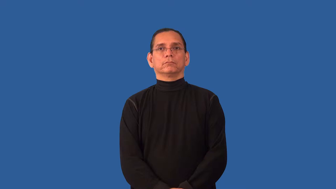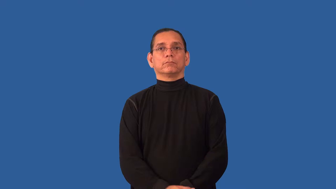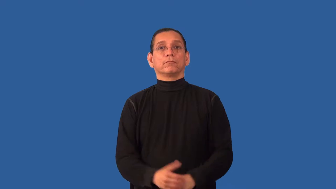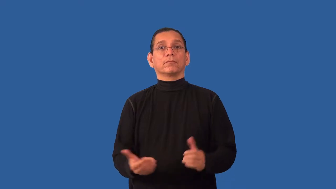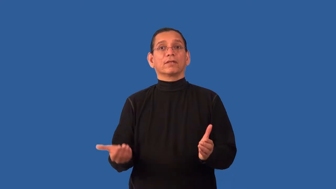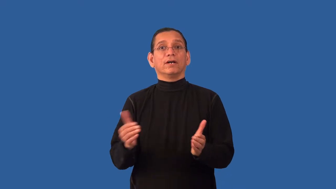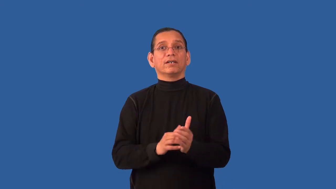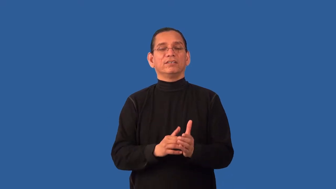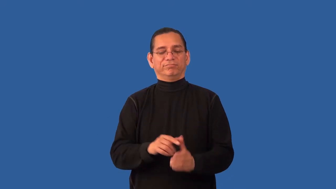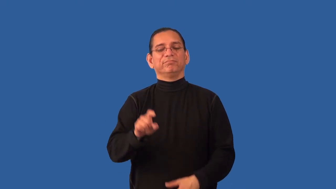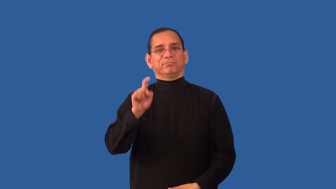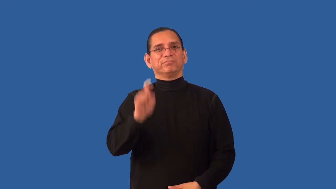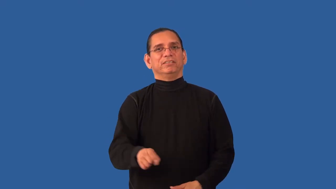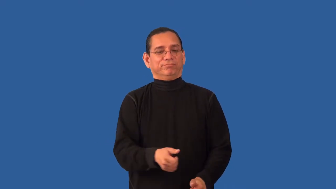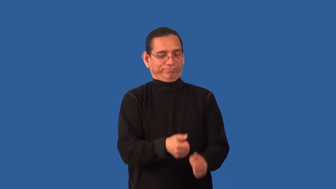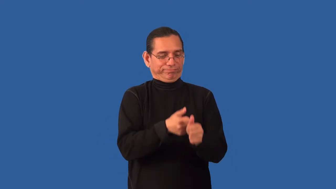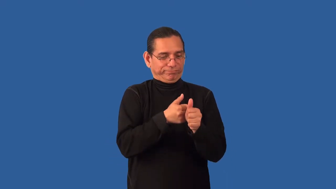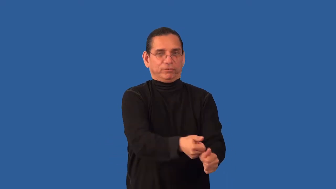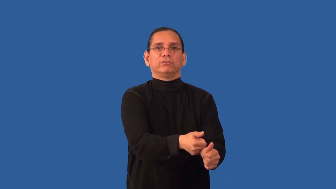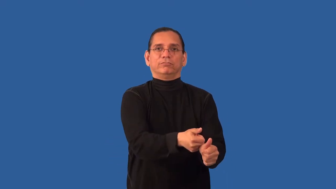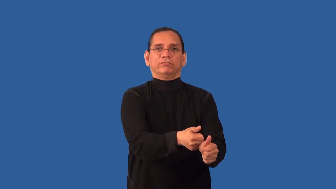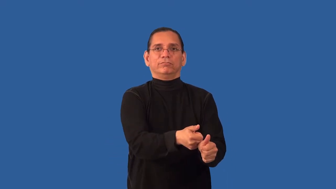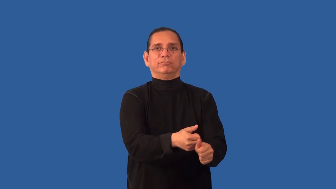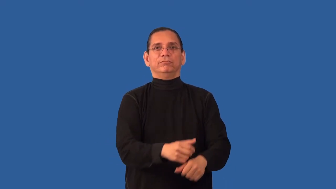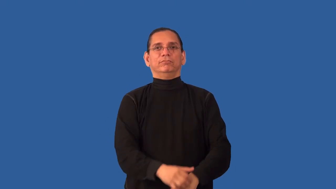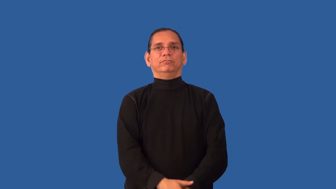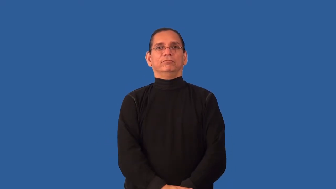reimpose